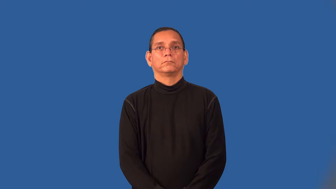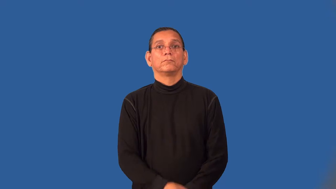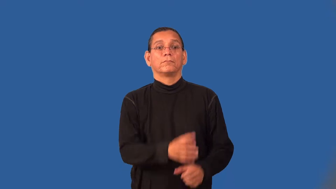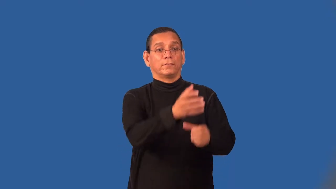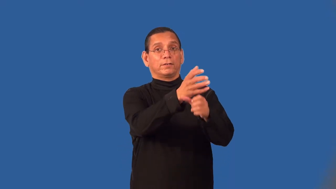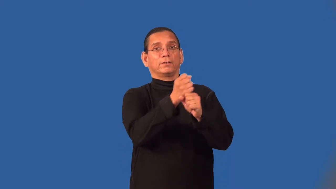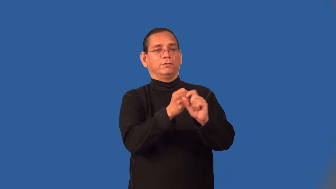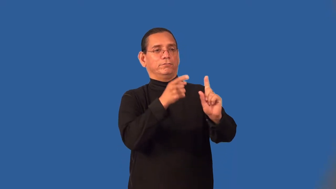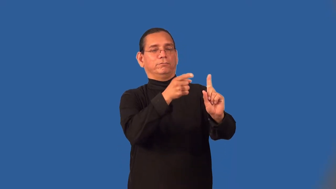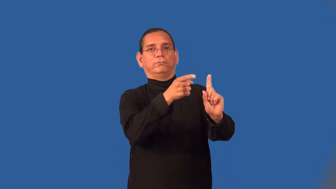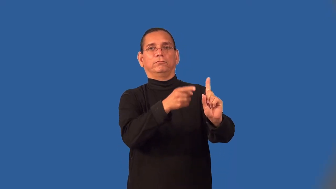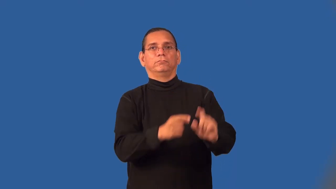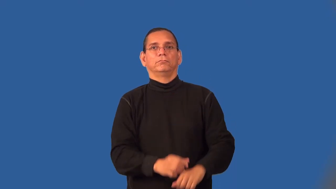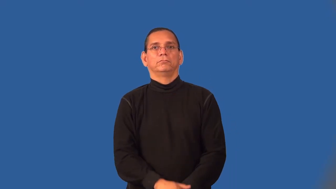source